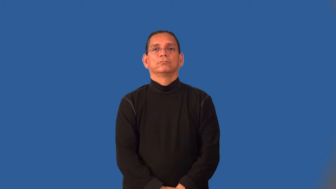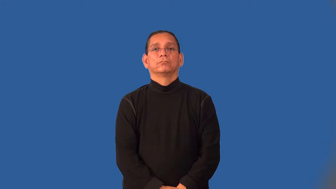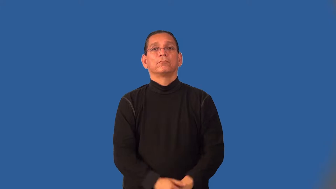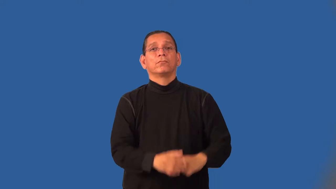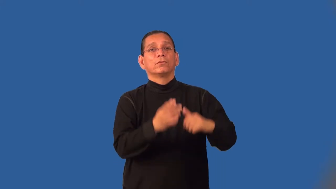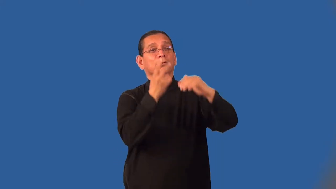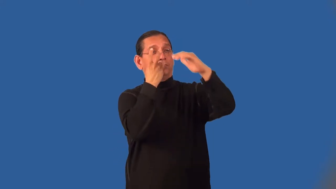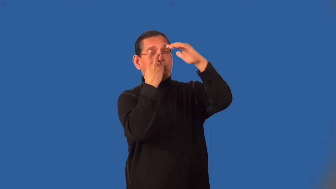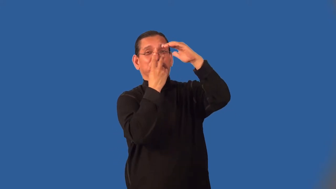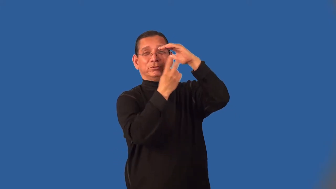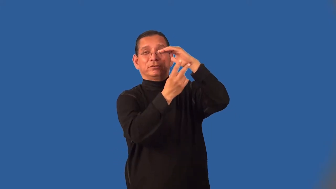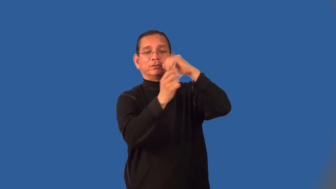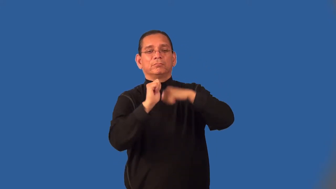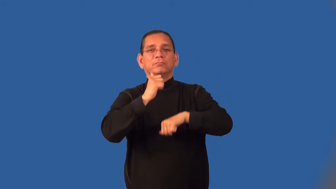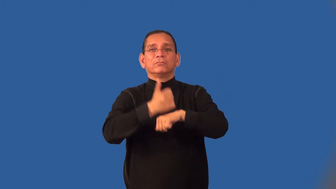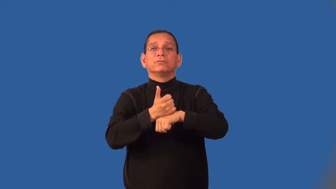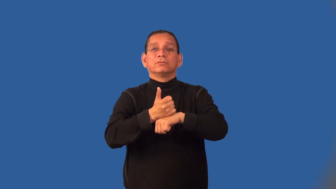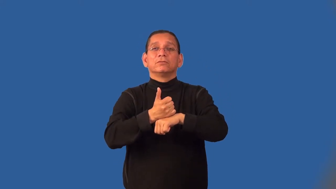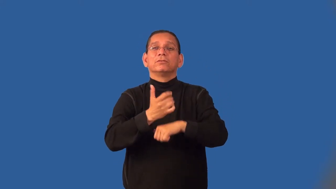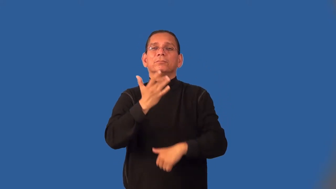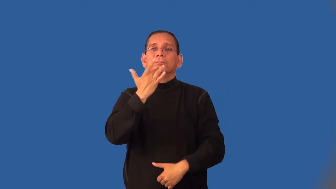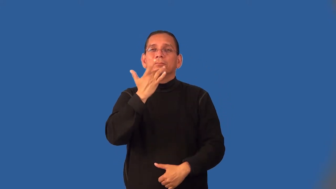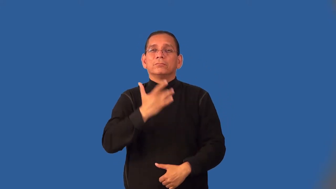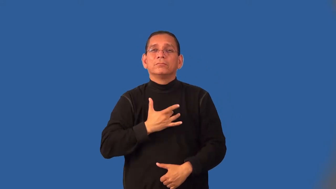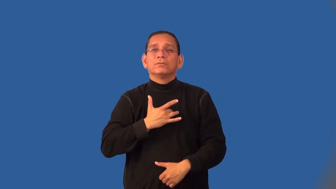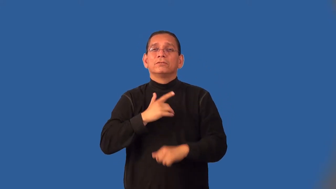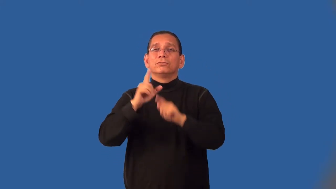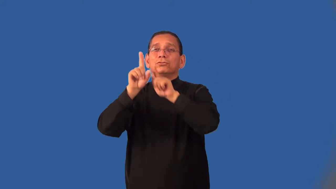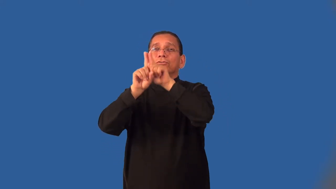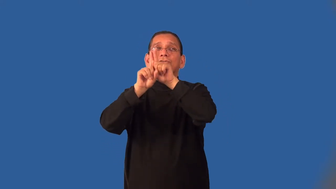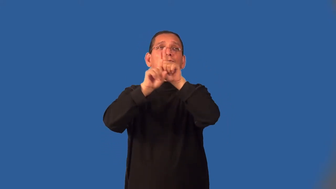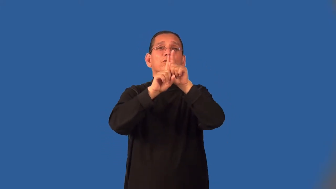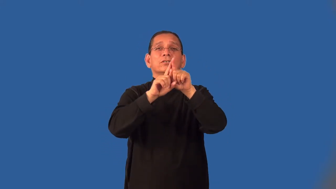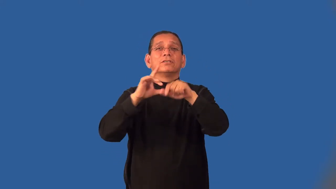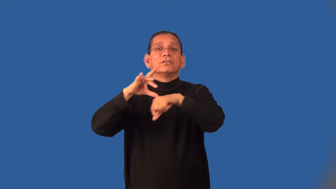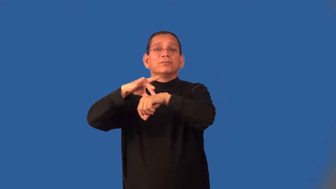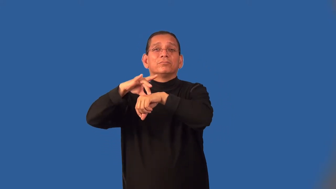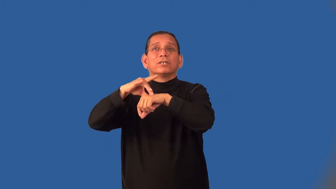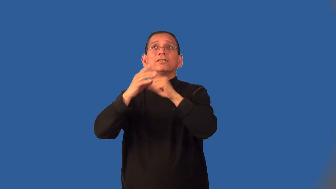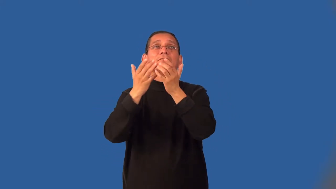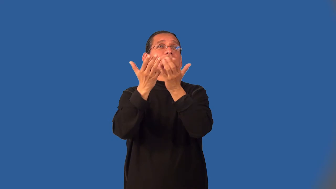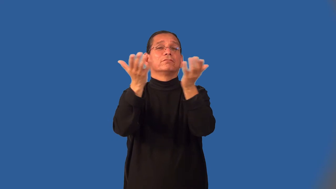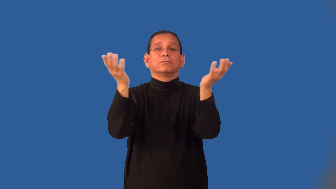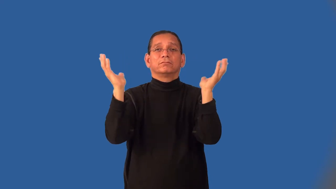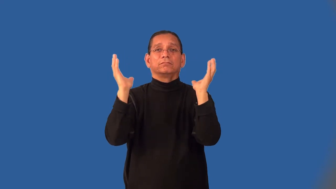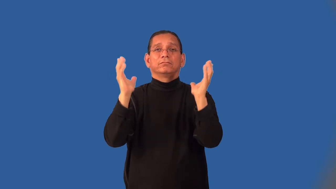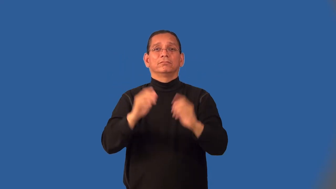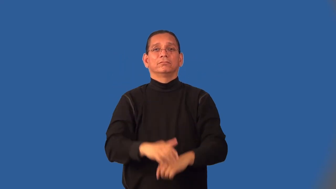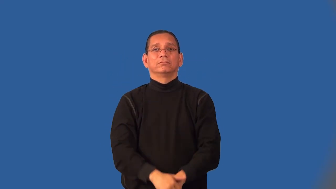horoscope